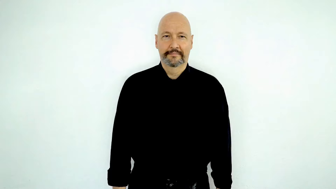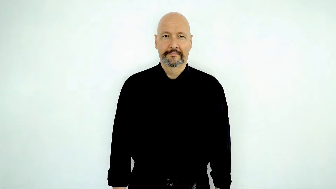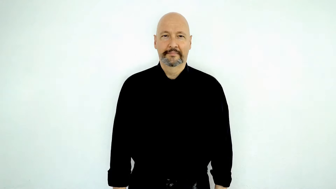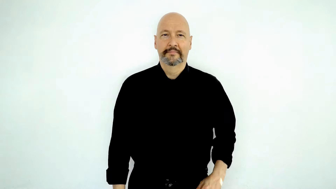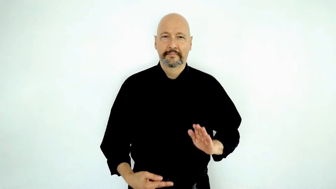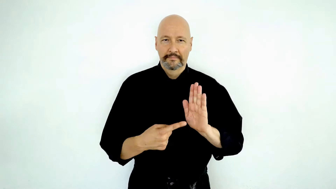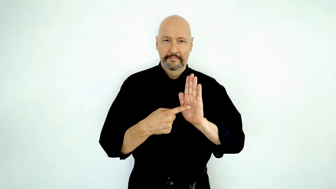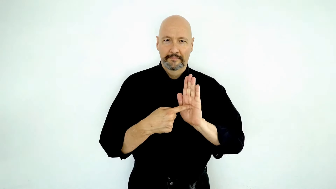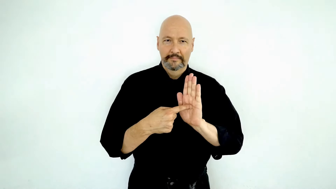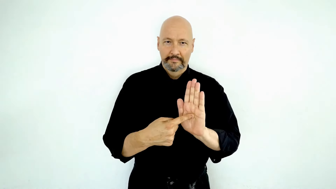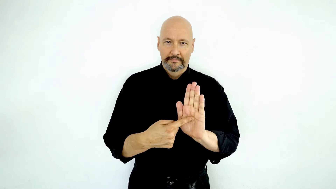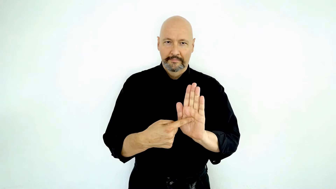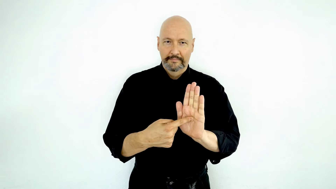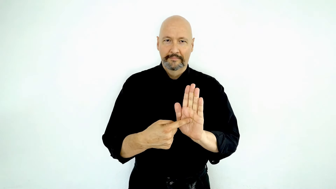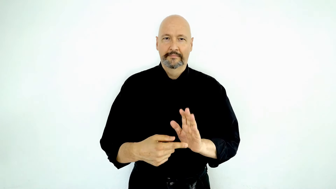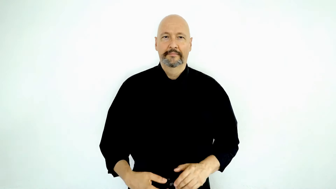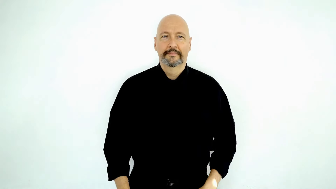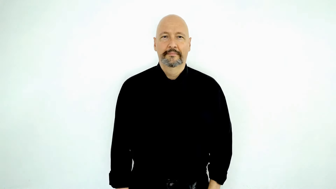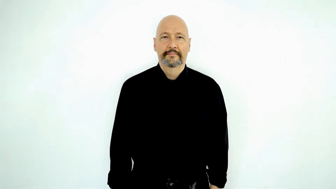display [SHOW] / represent / example / demonstrate